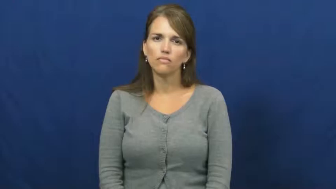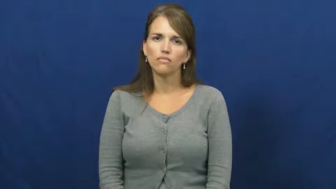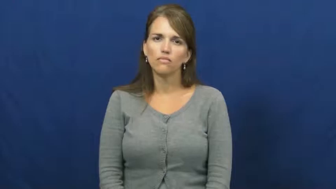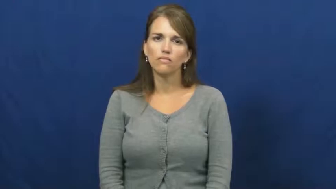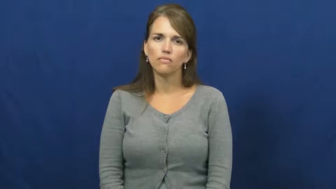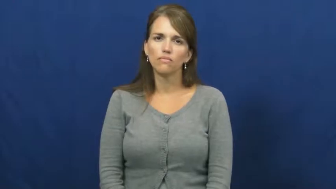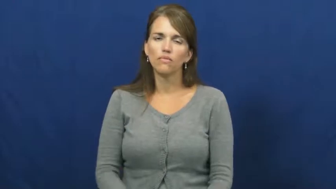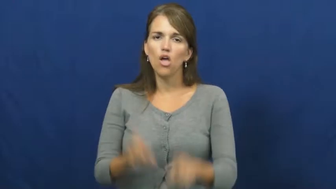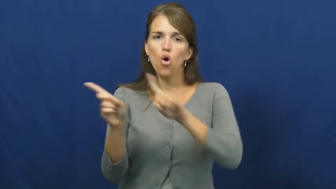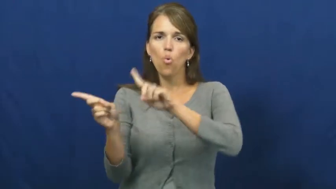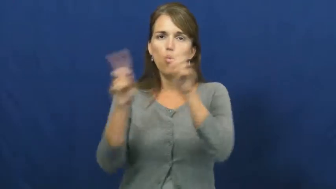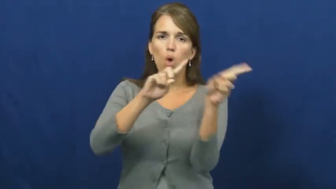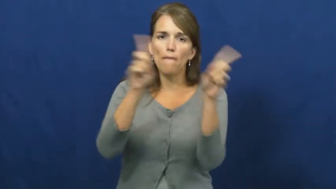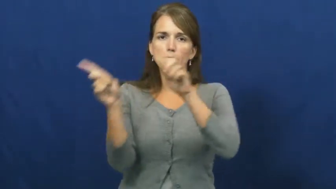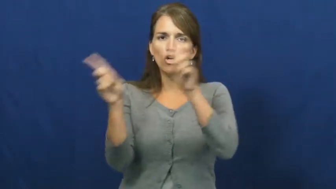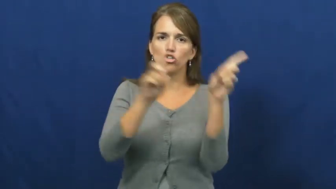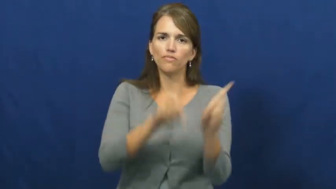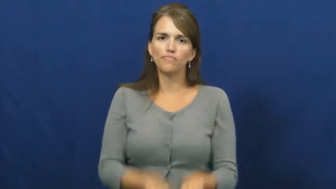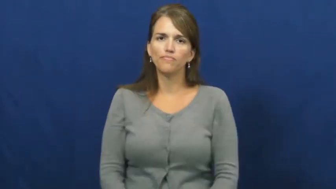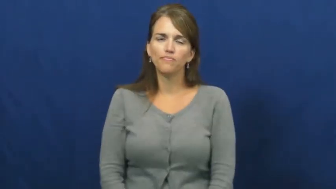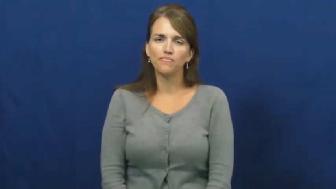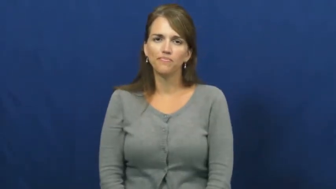wiper